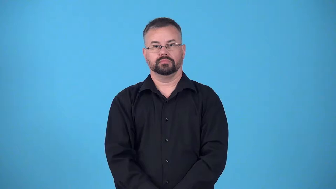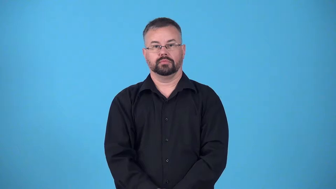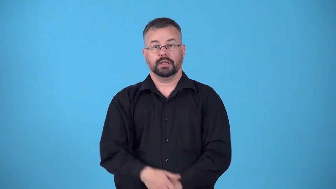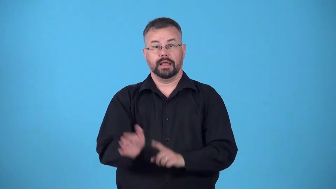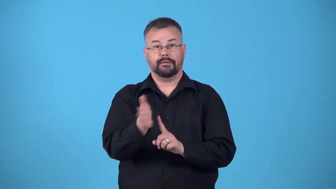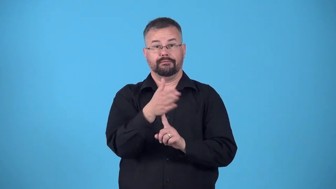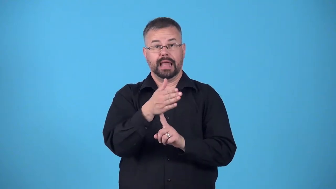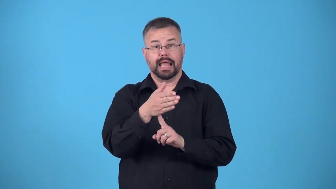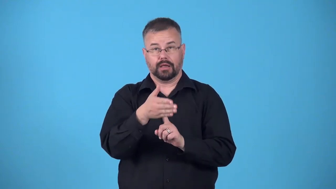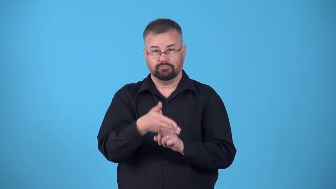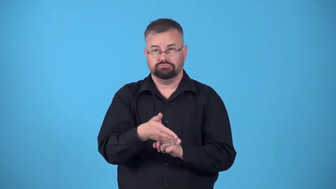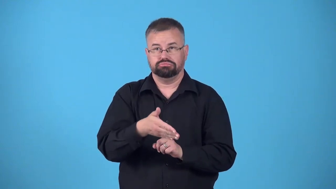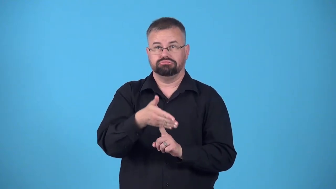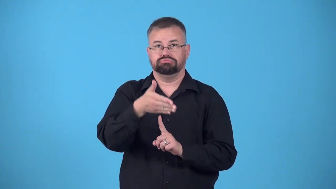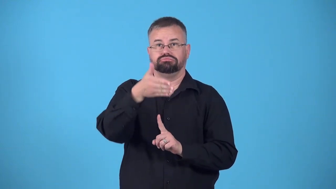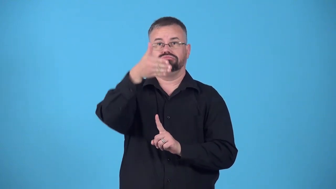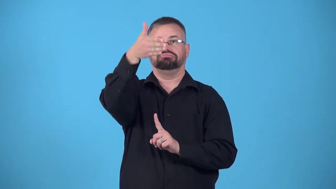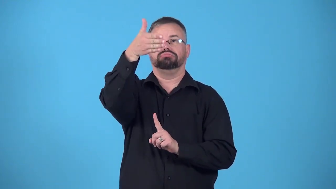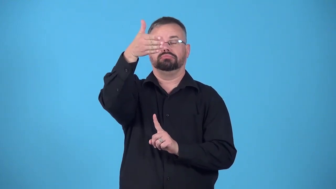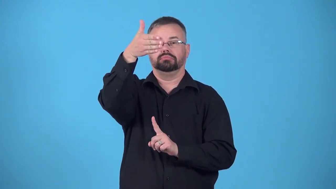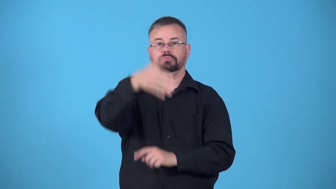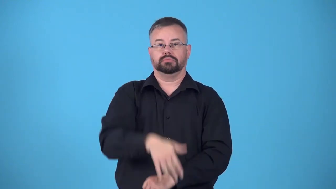raise,fly